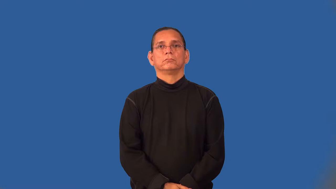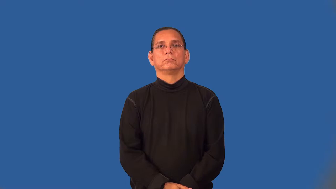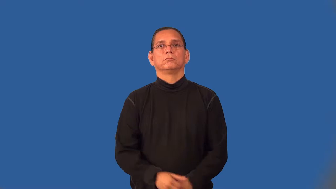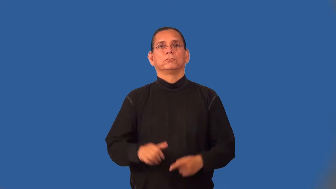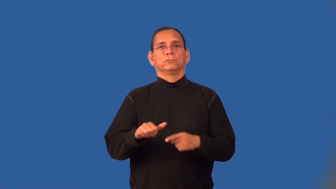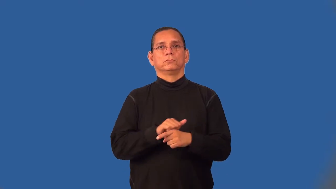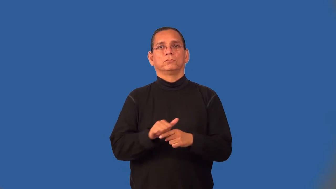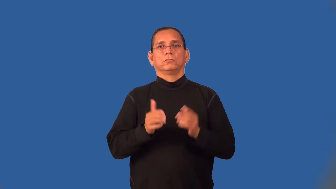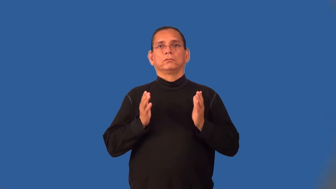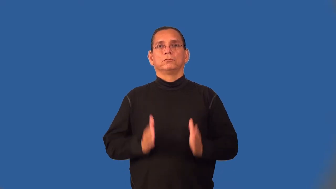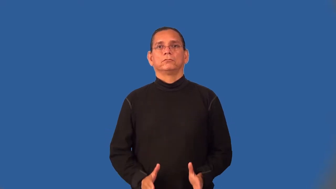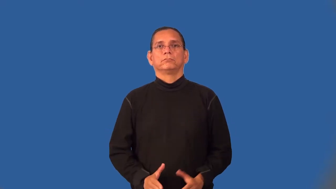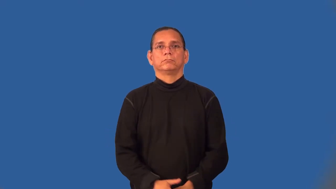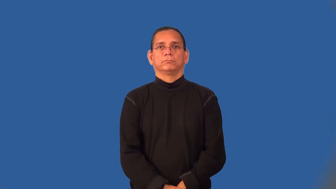trainee,cadet